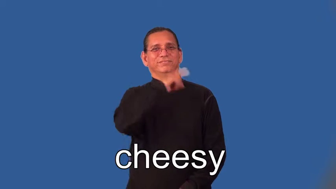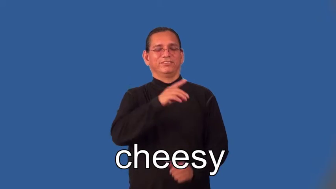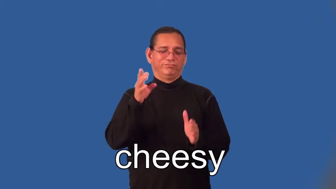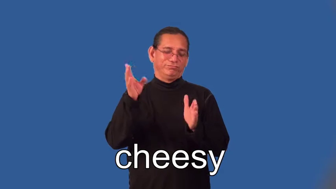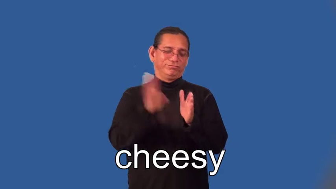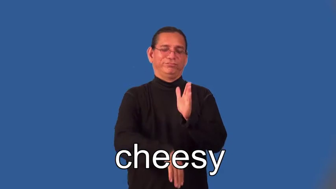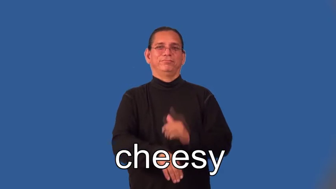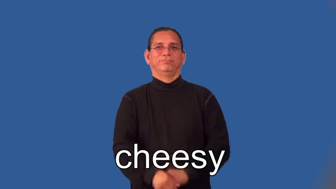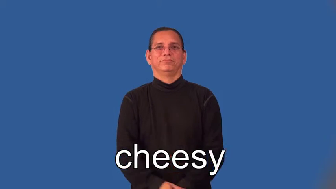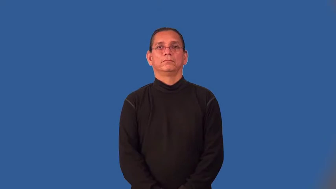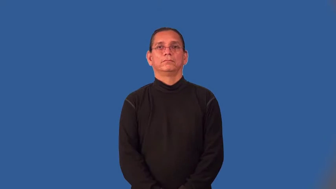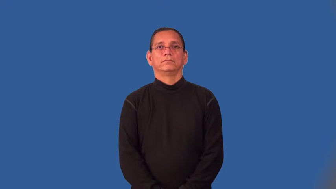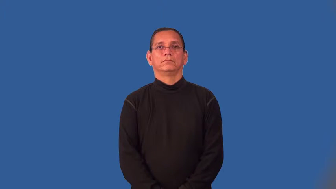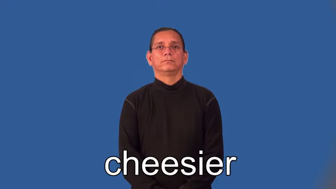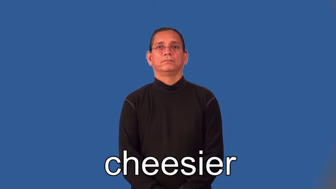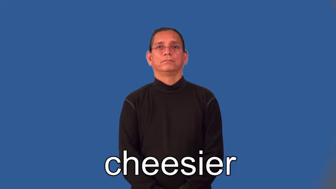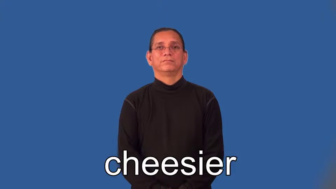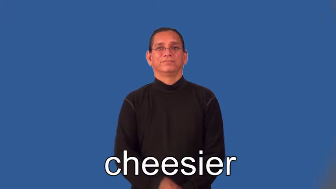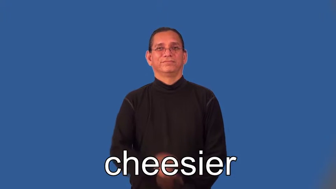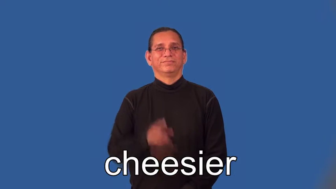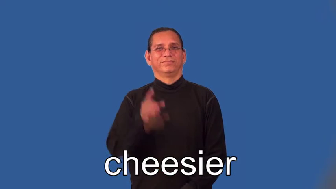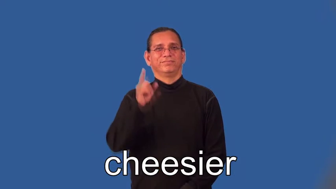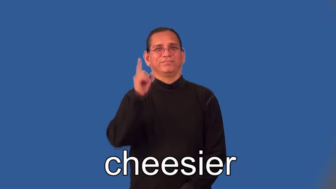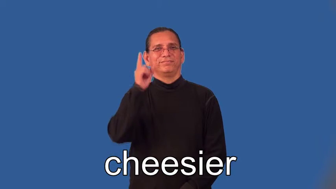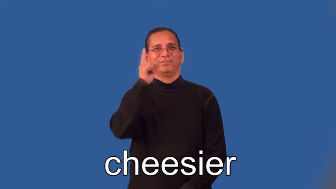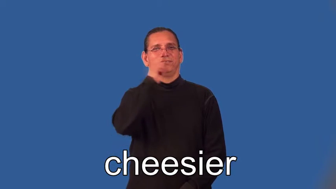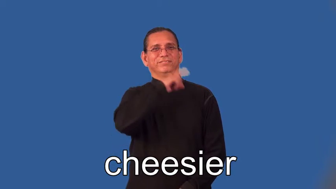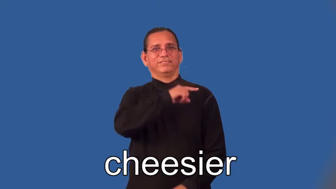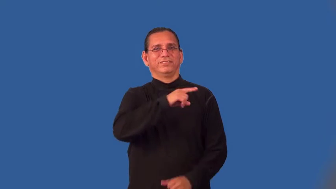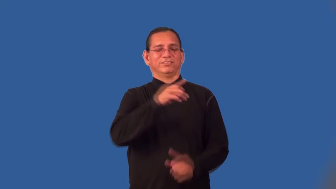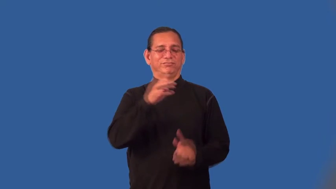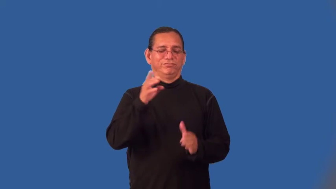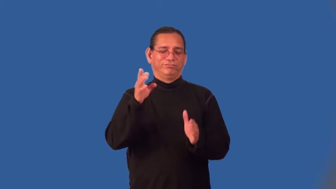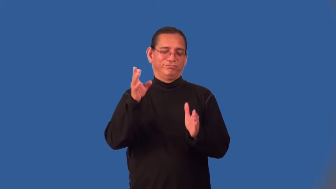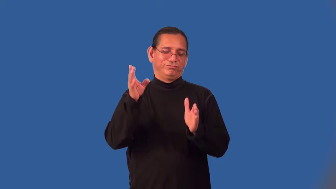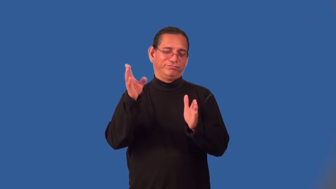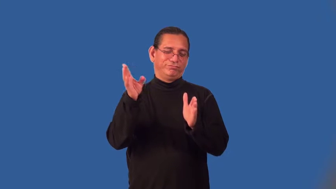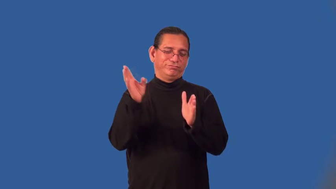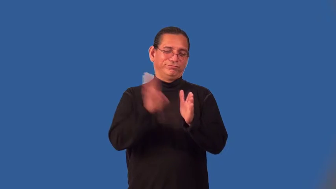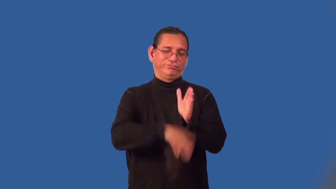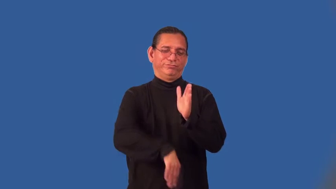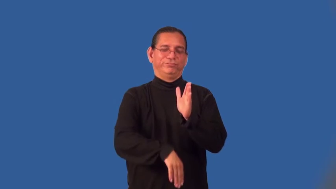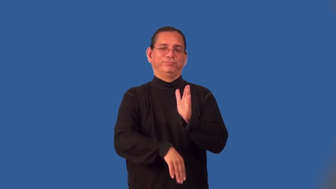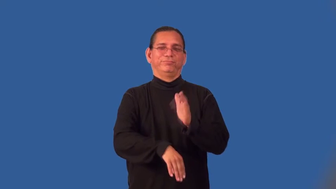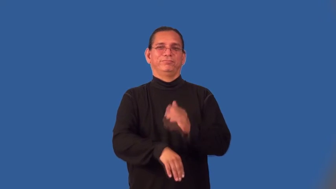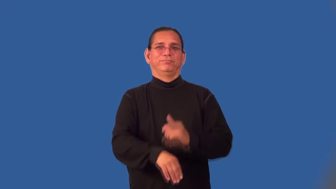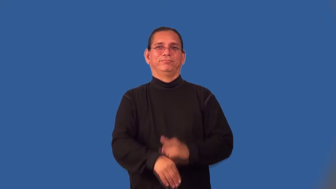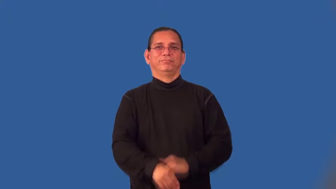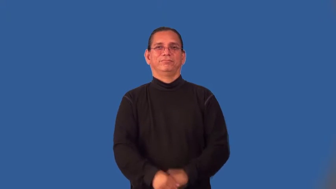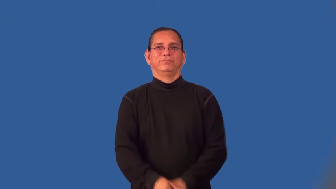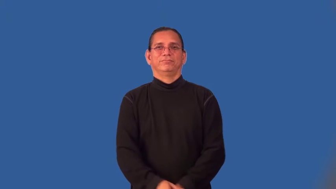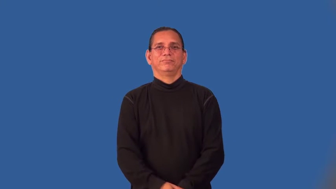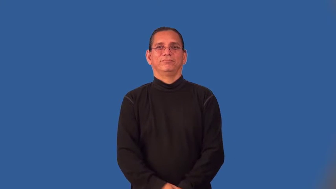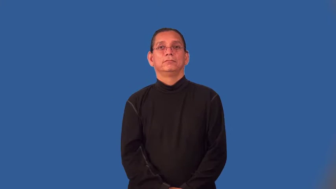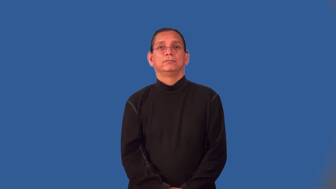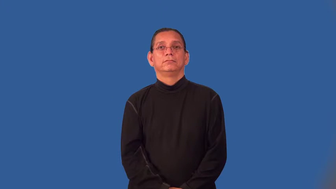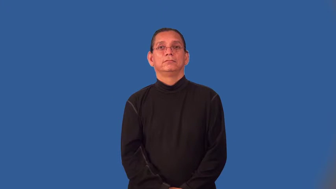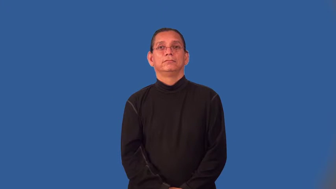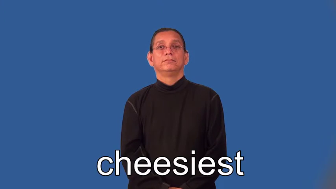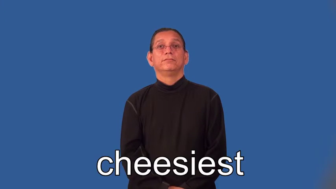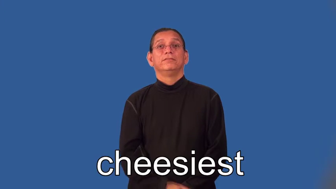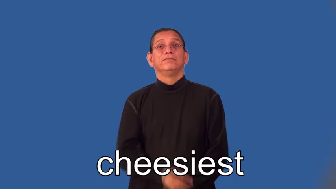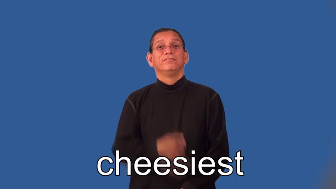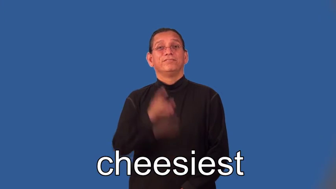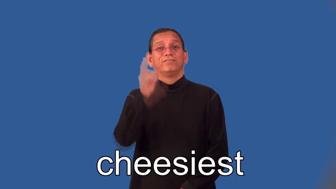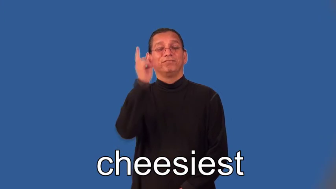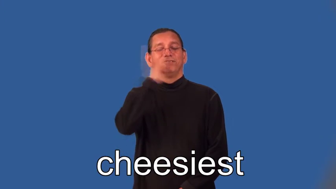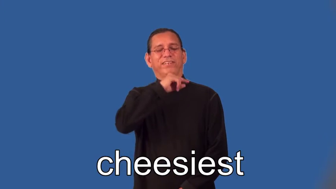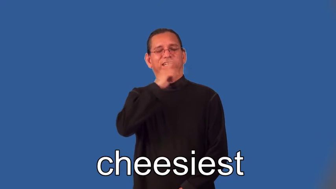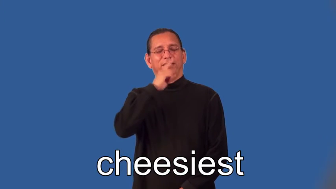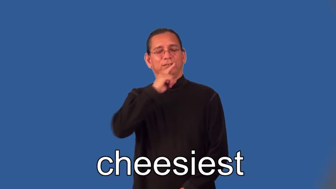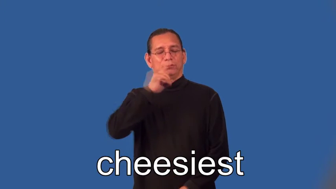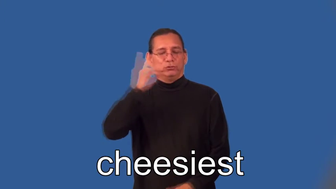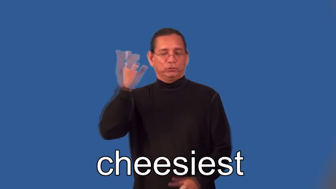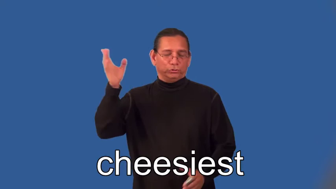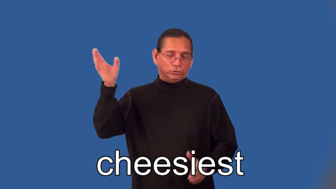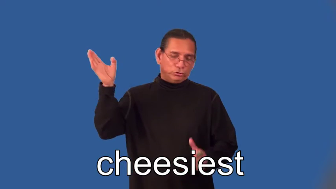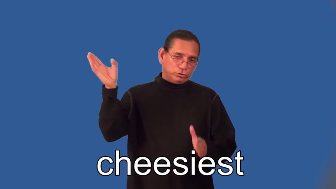cheesier,cheesiest-object